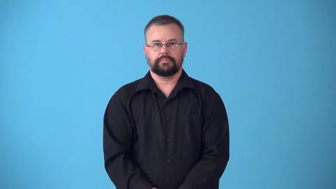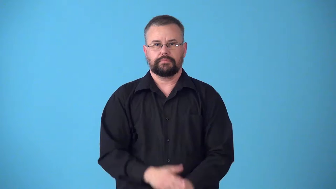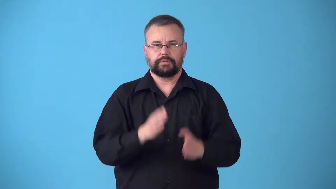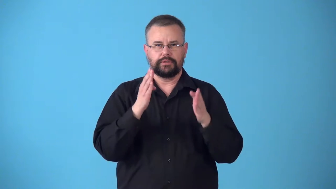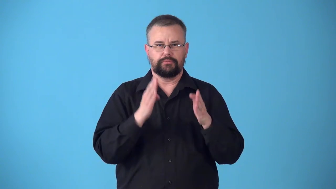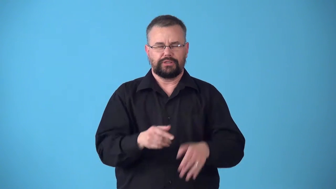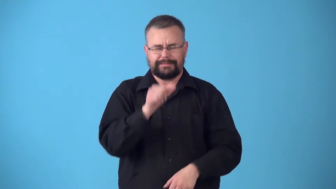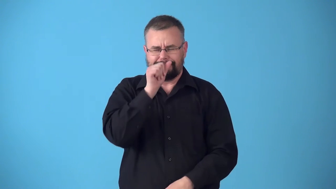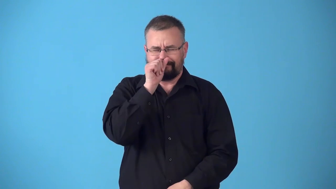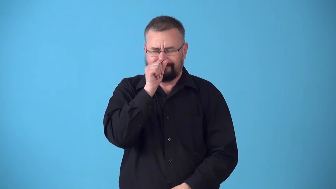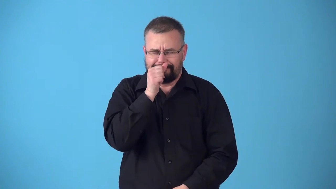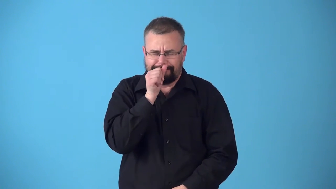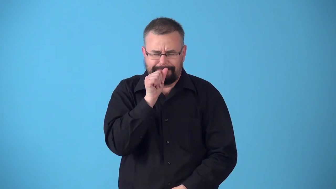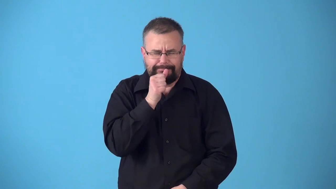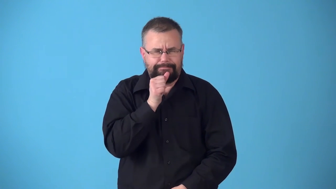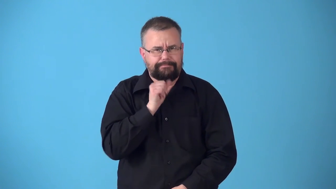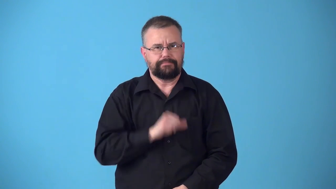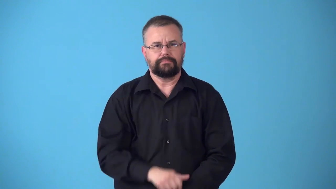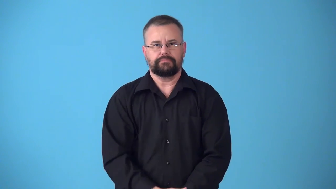sufferer